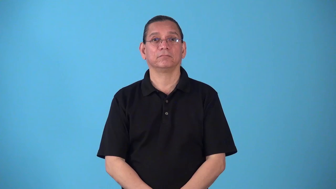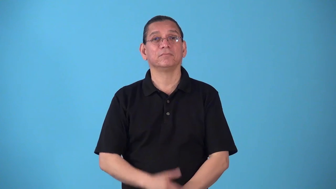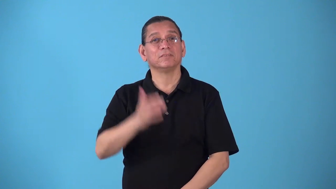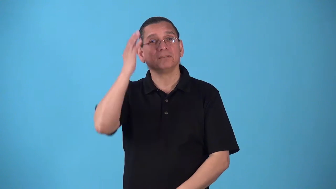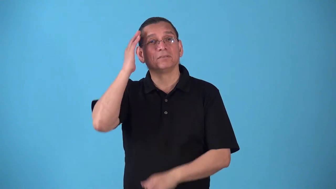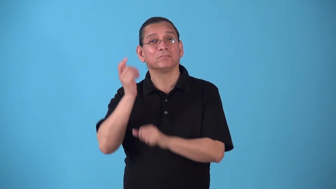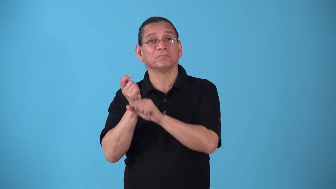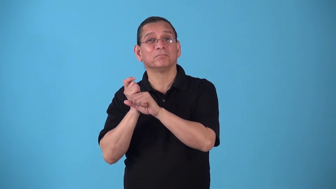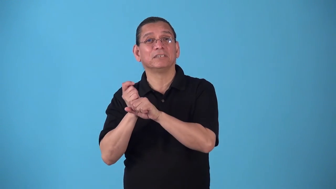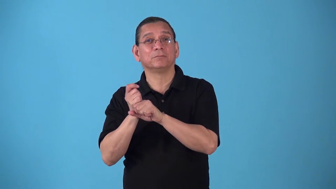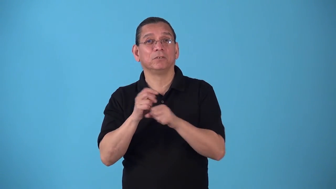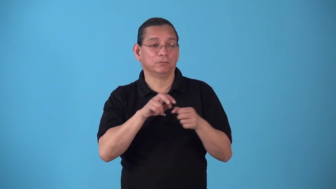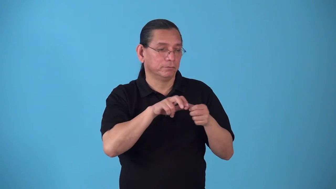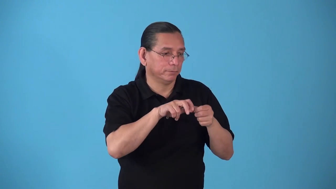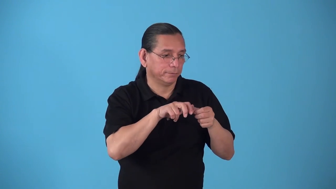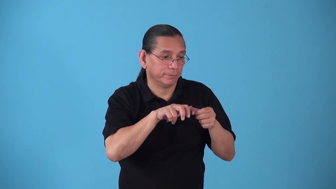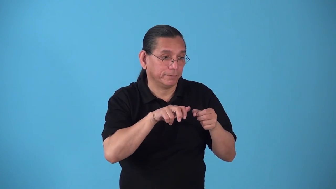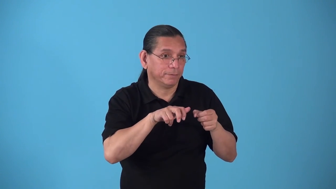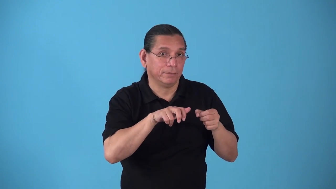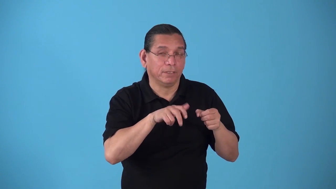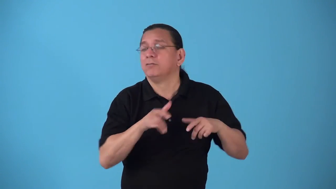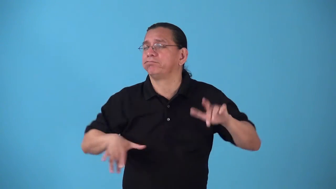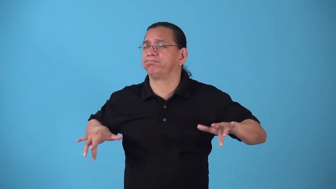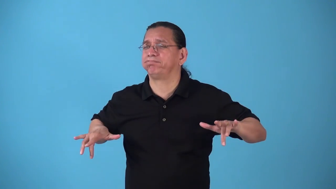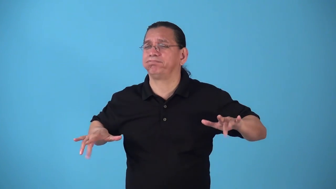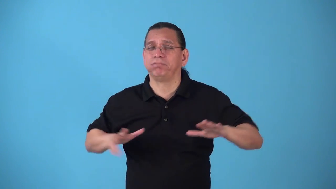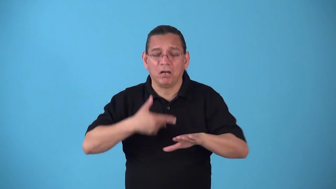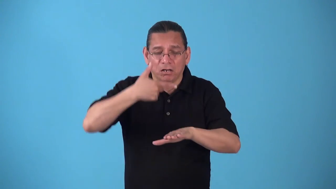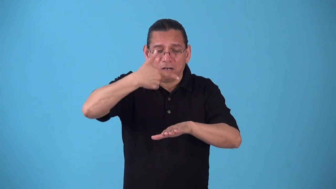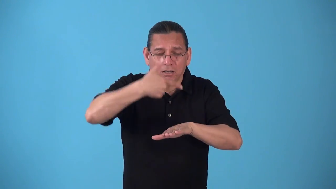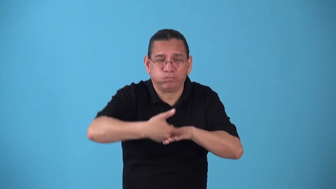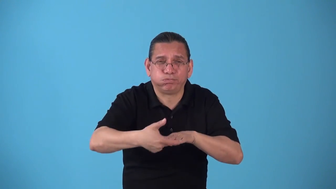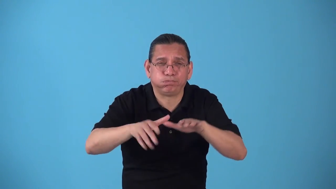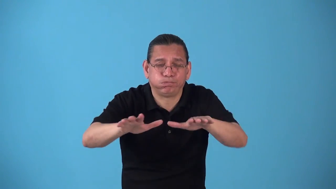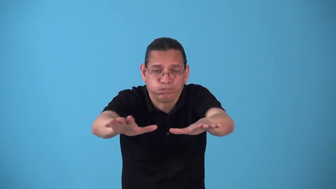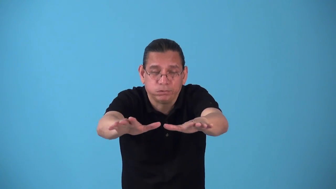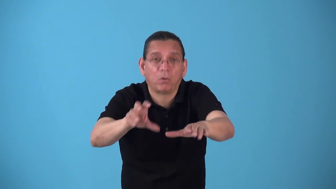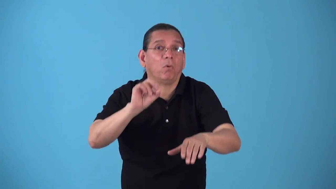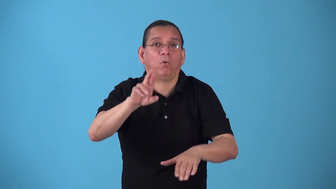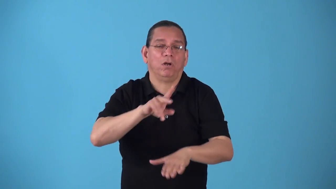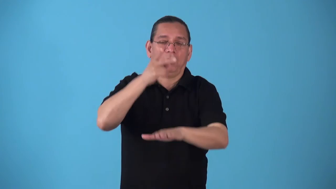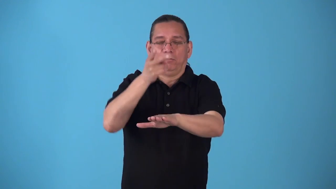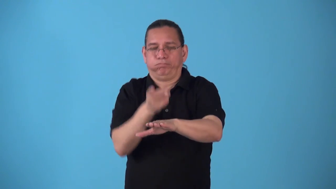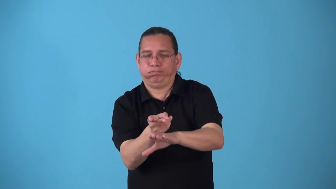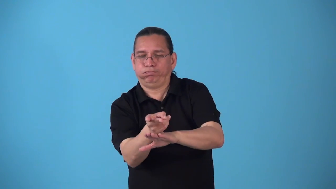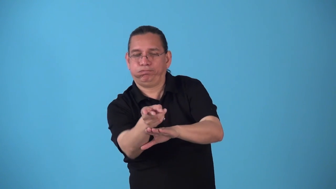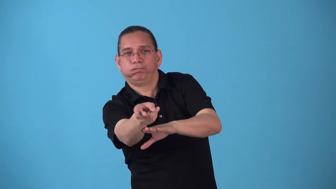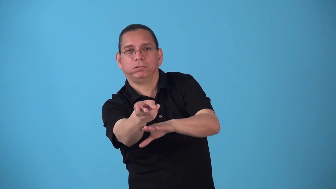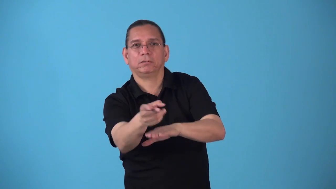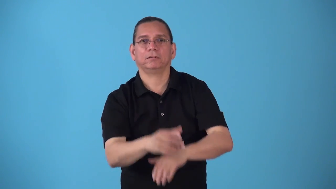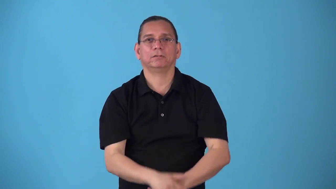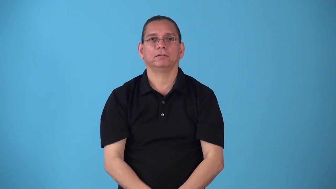slide-baseball